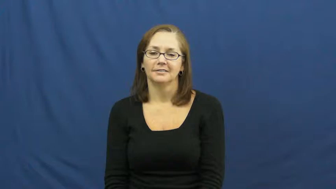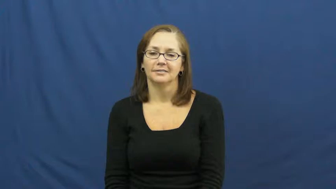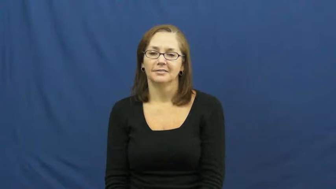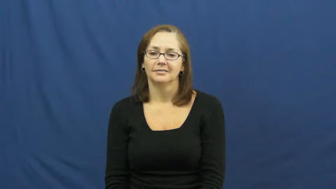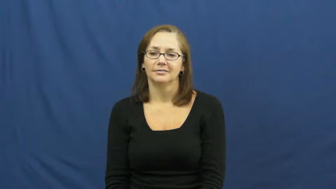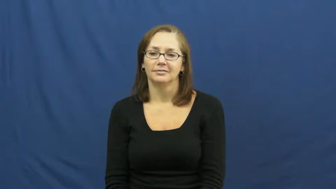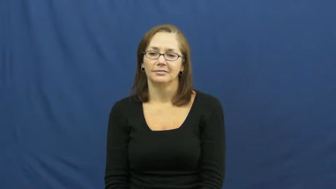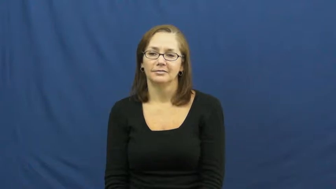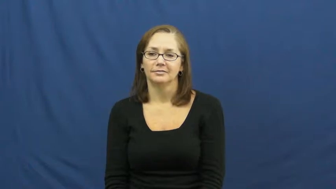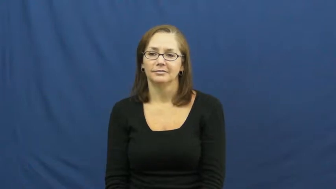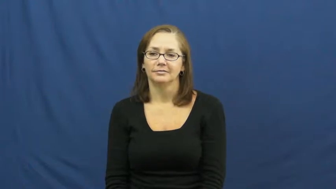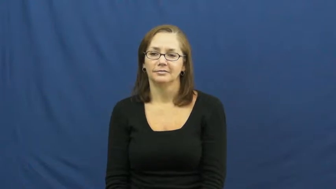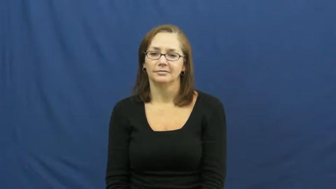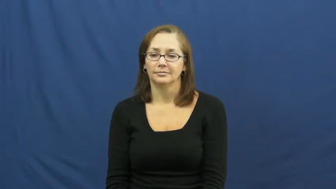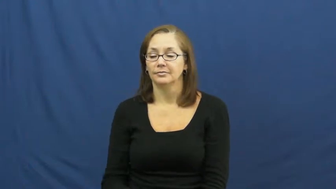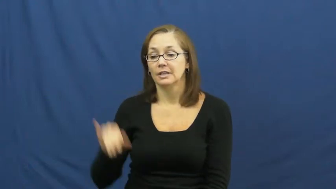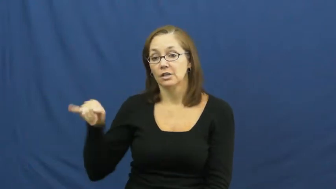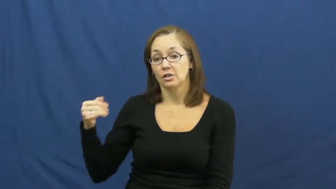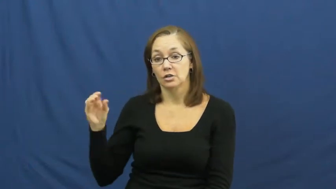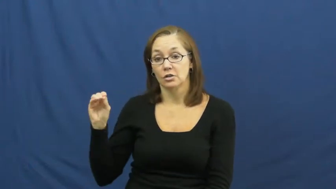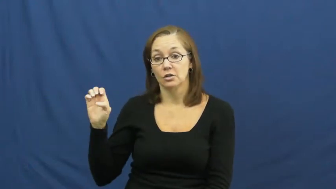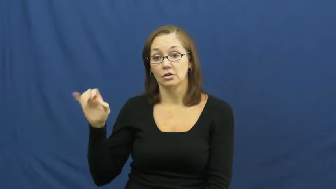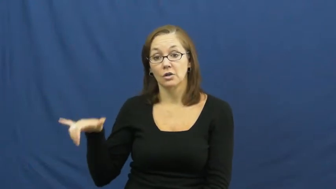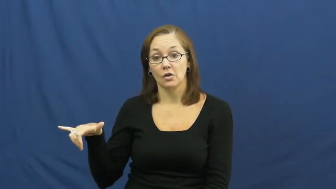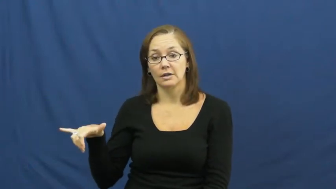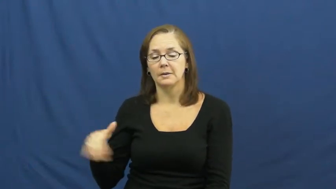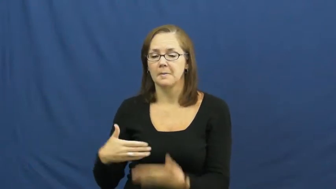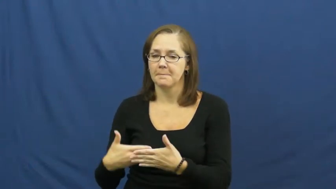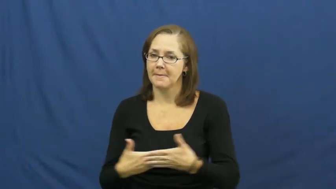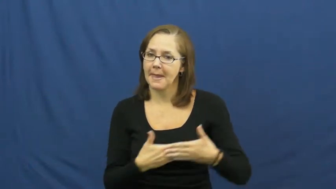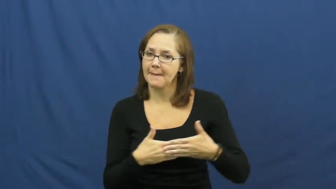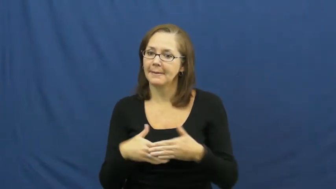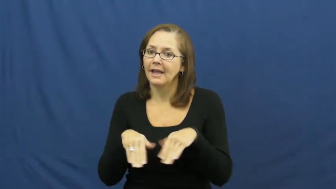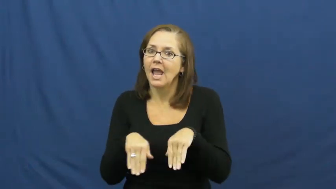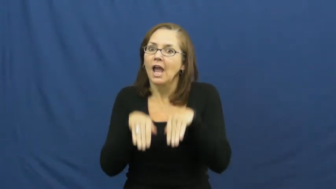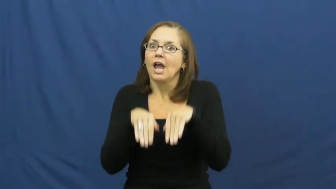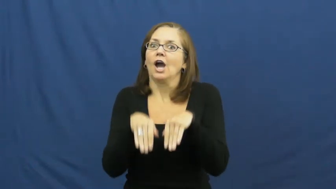joey